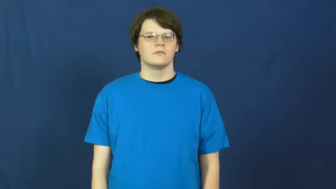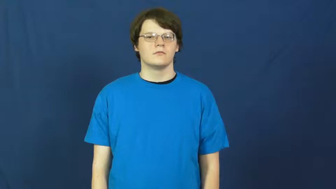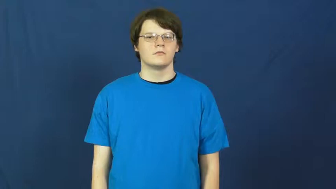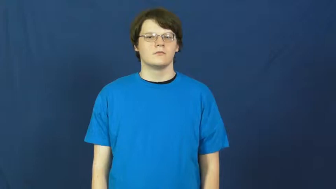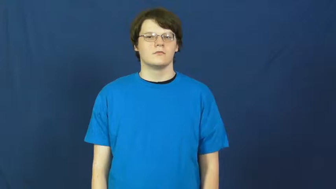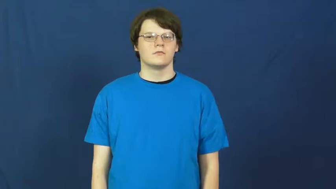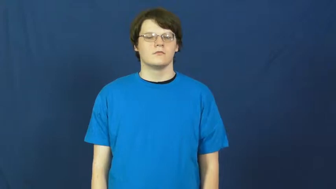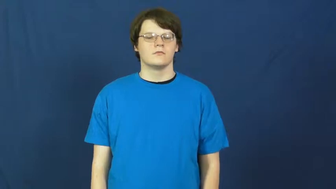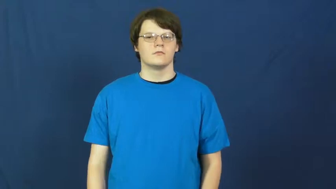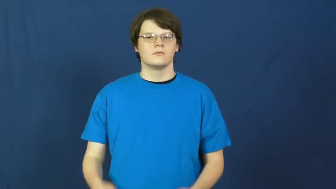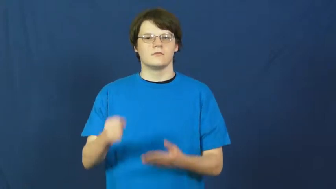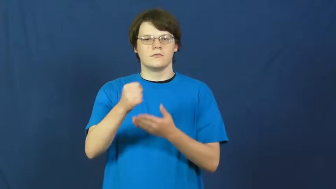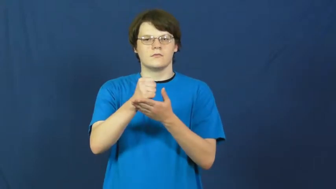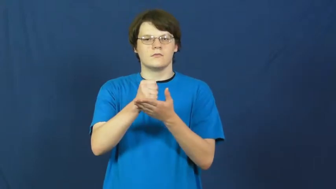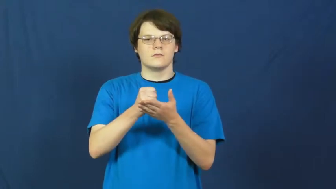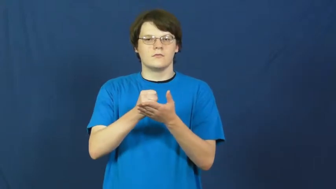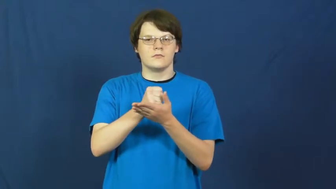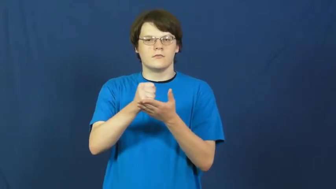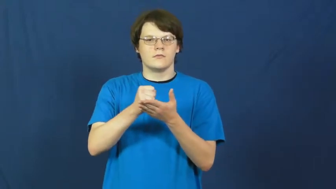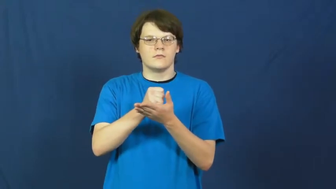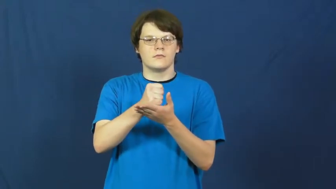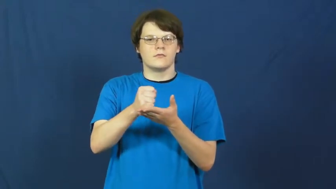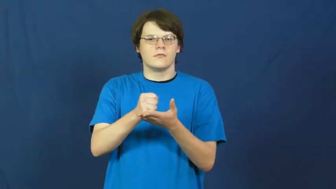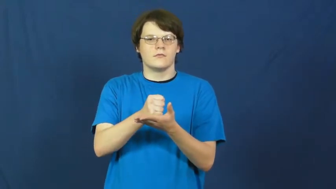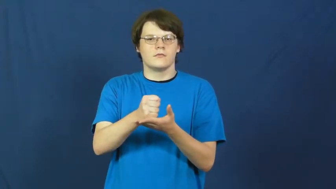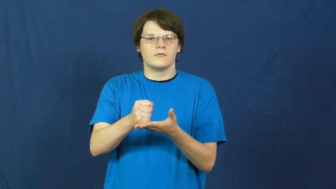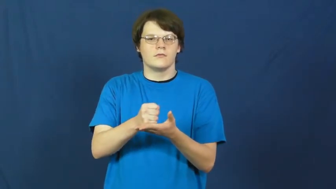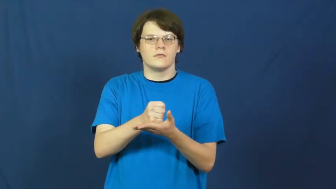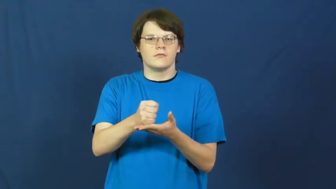grind,malt,pestle